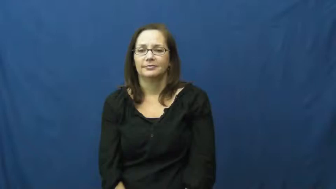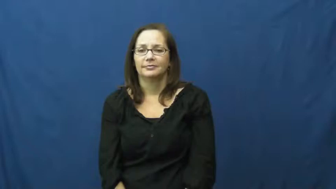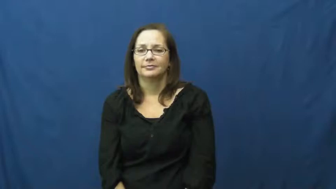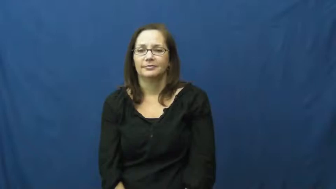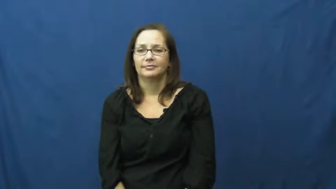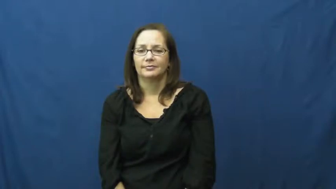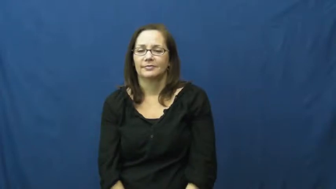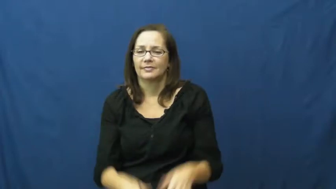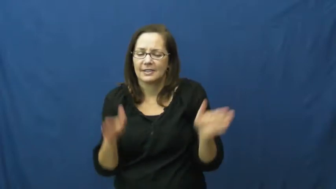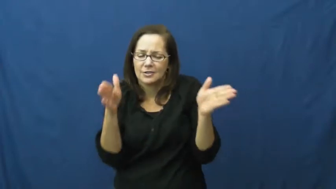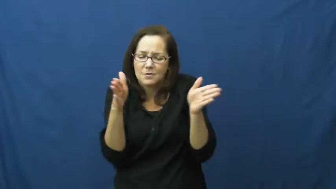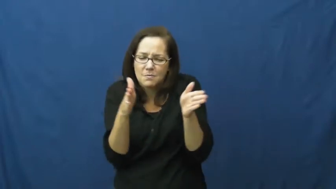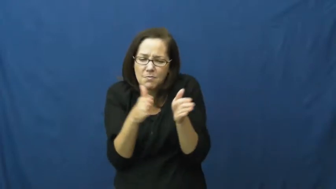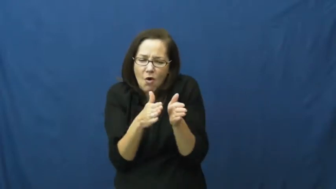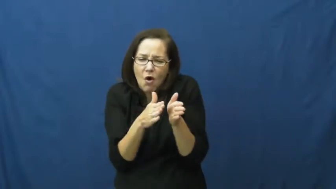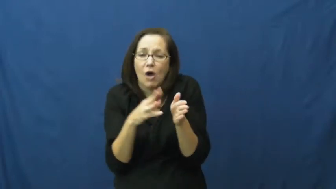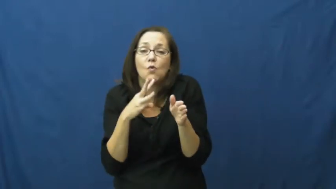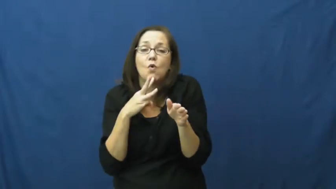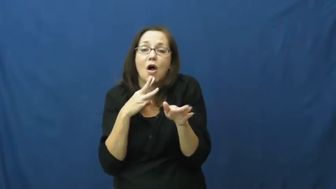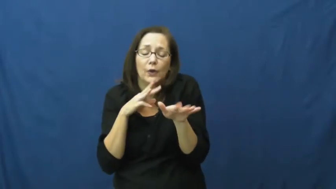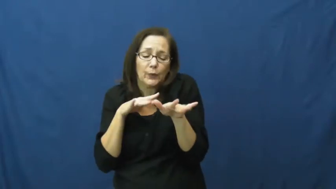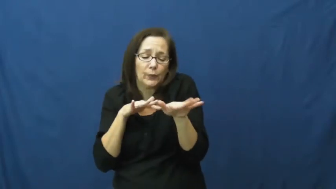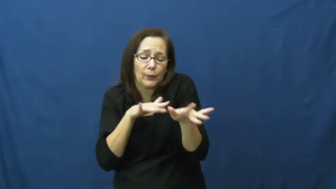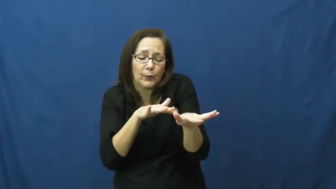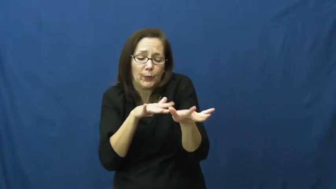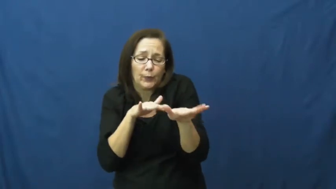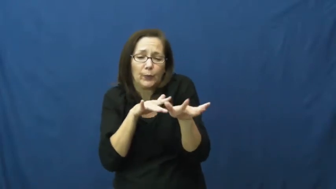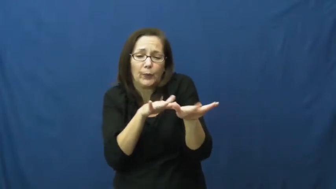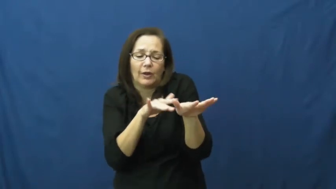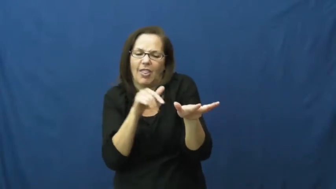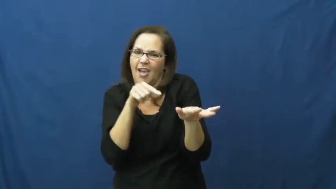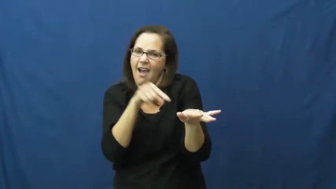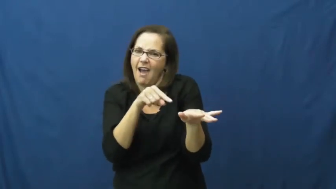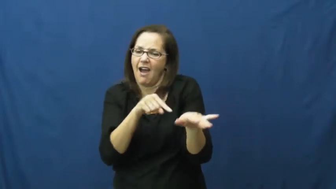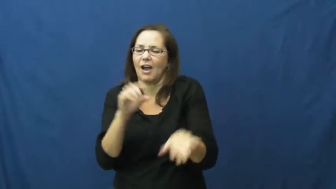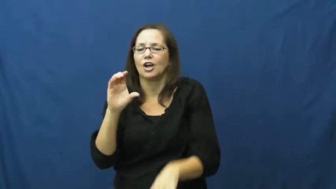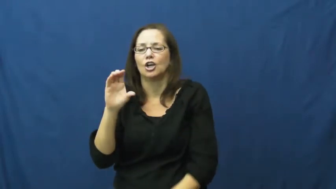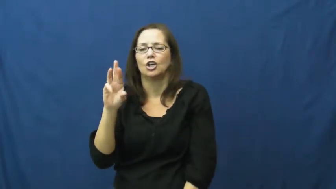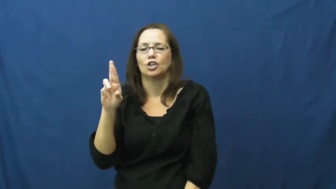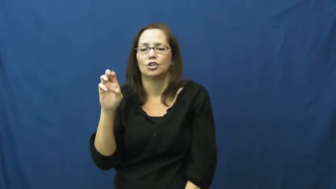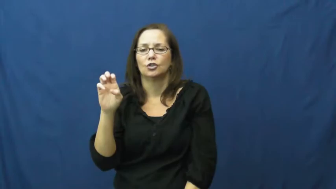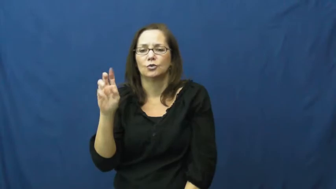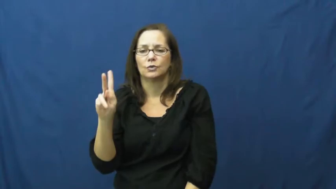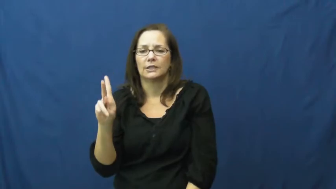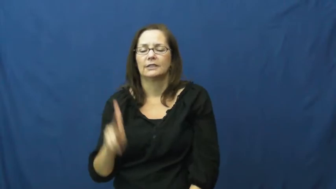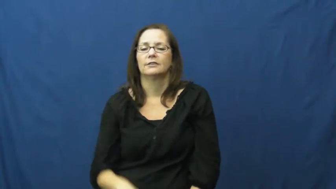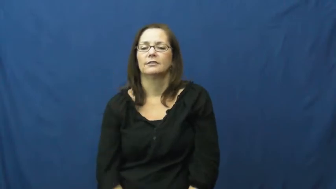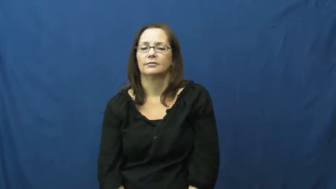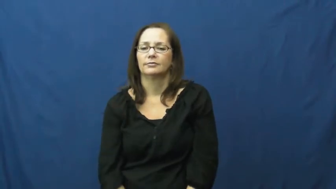creek